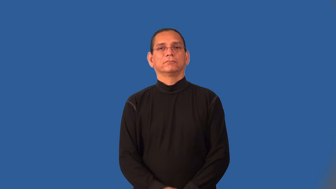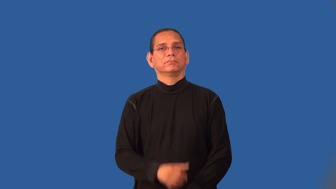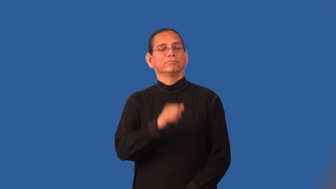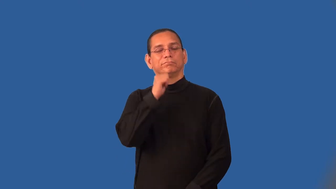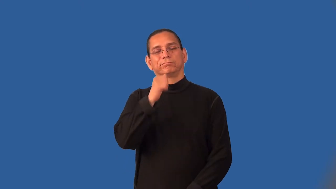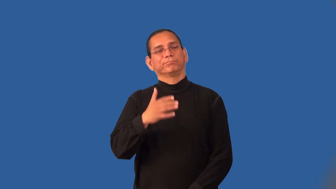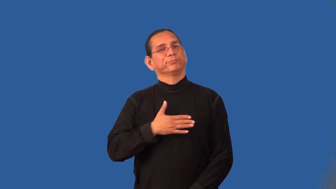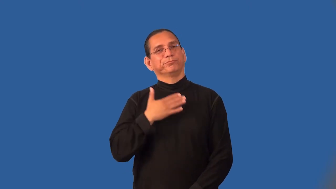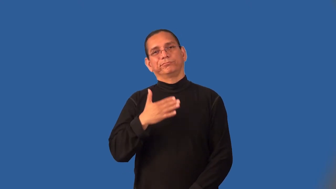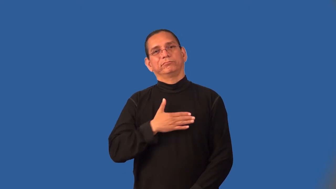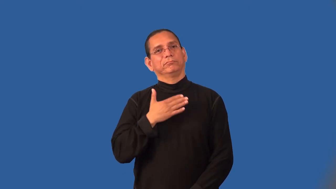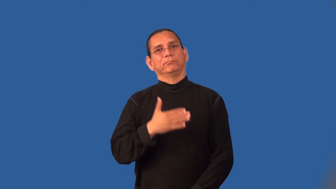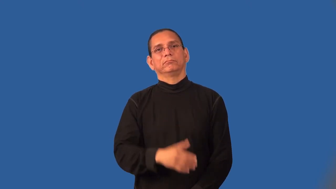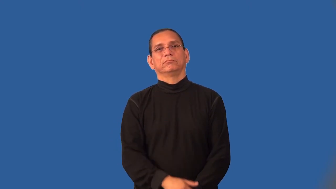joyless